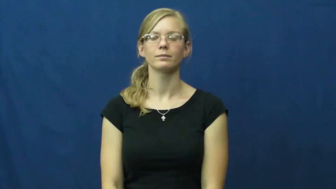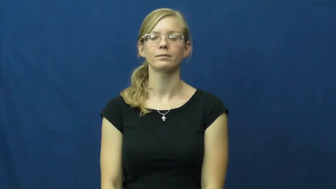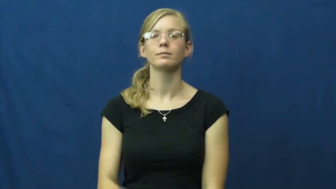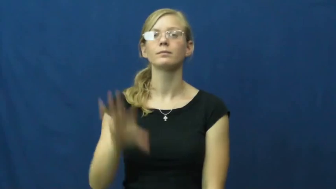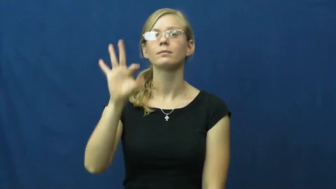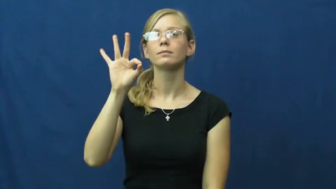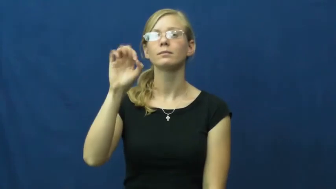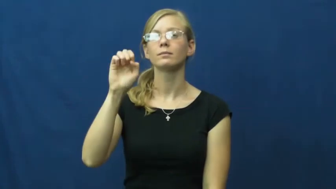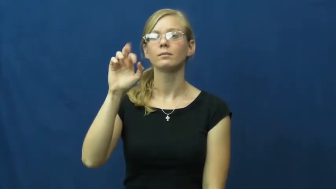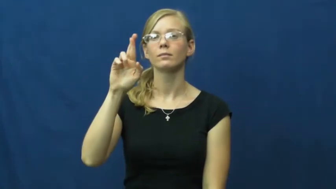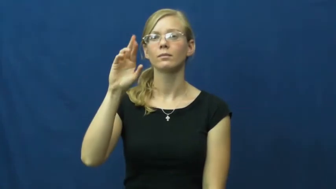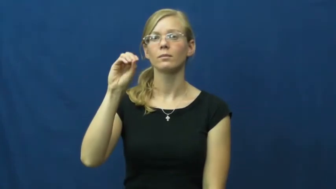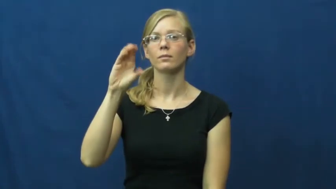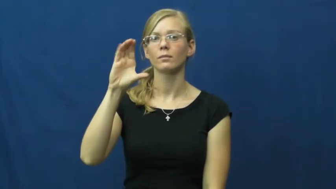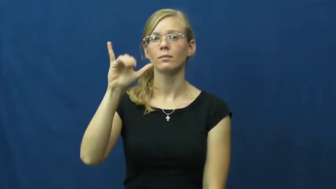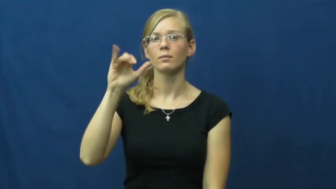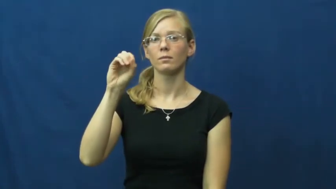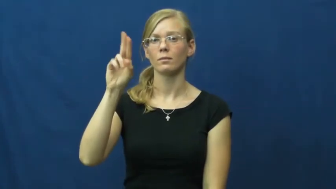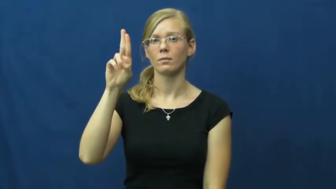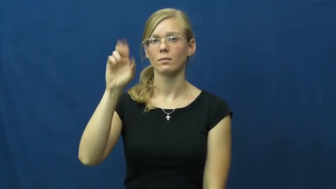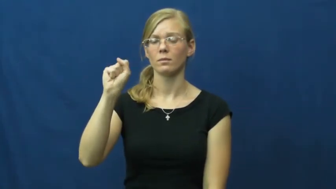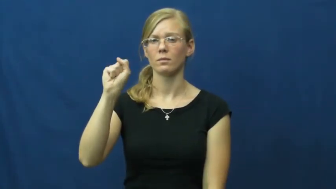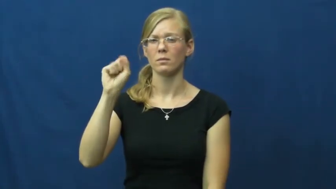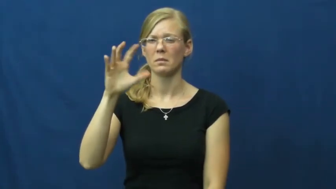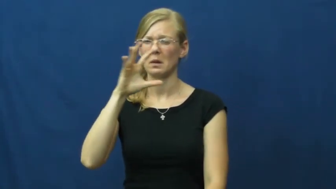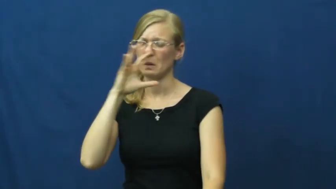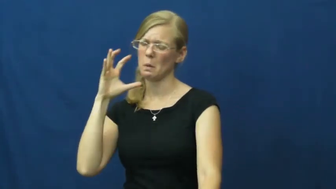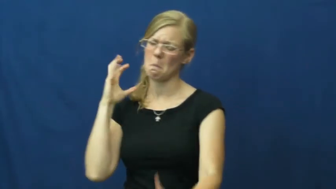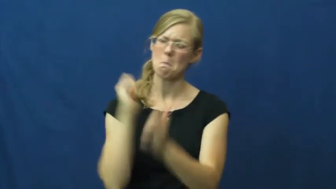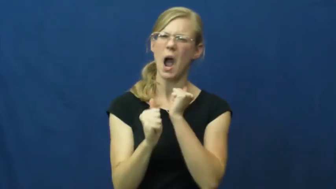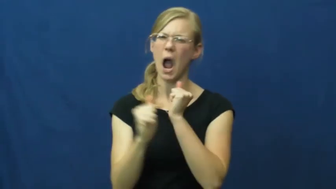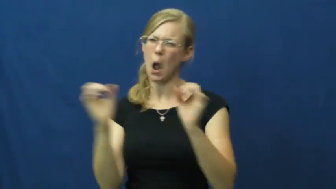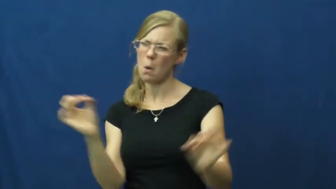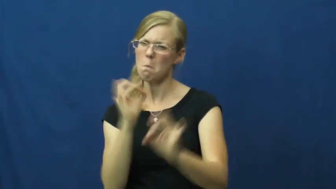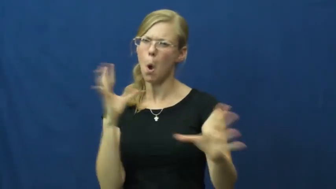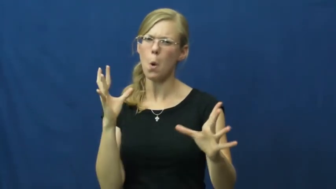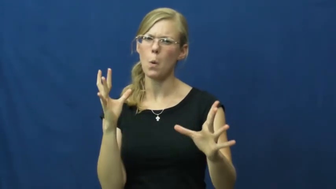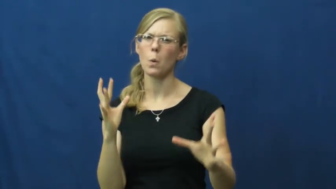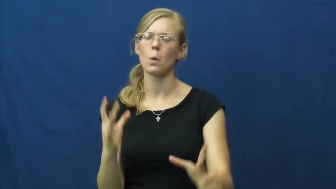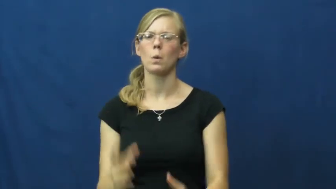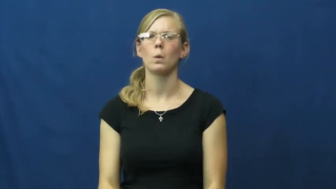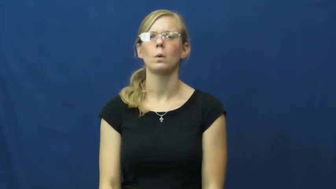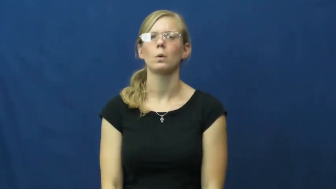ferocious